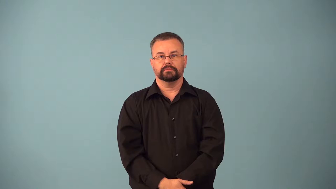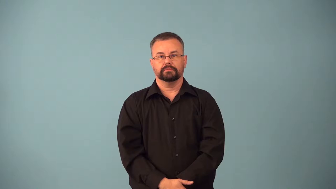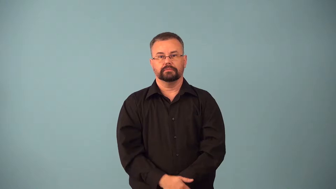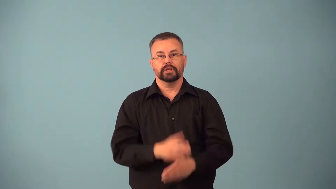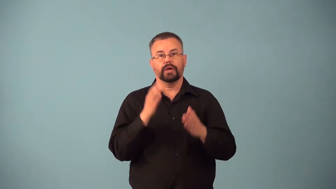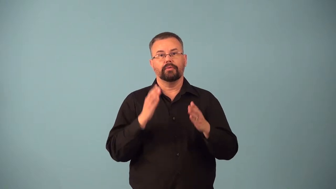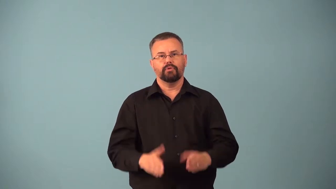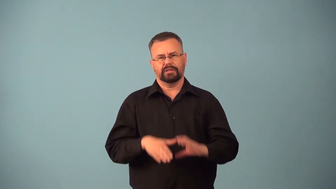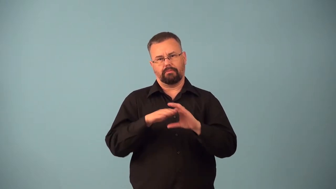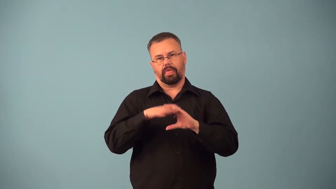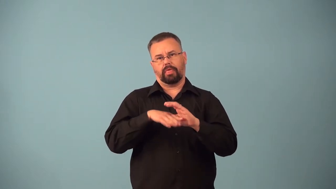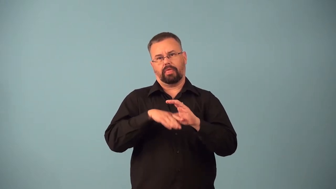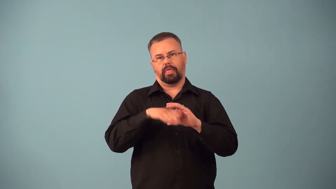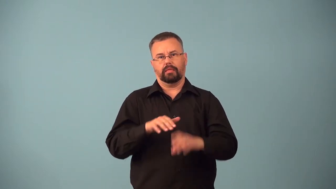babbler